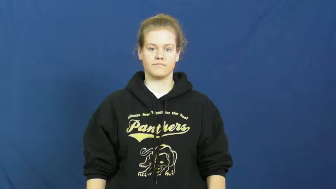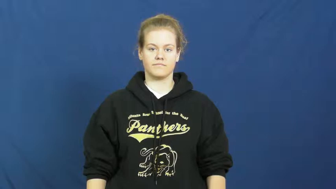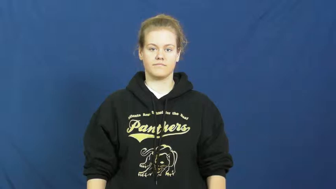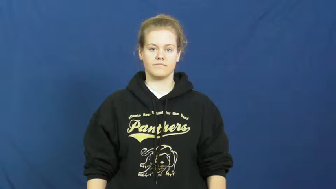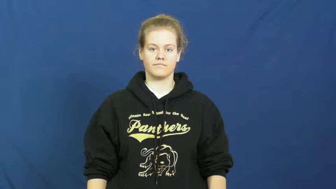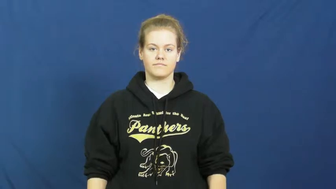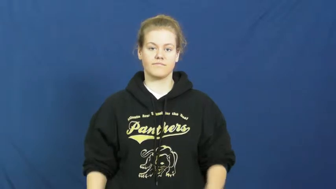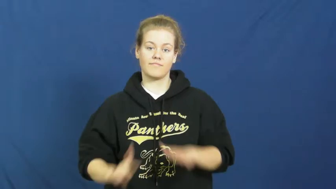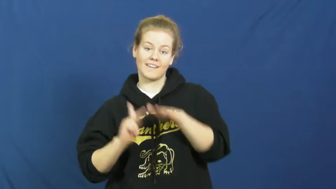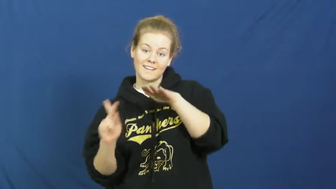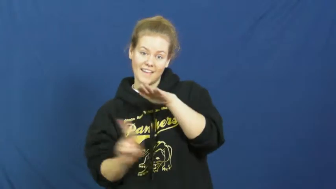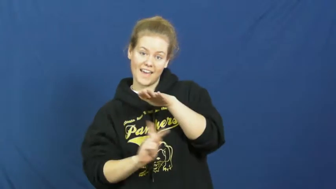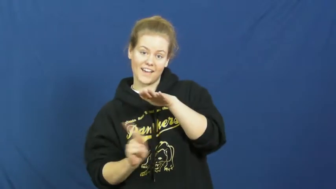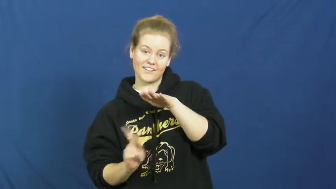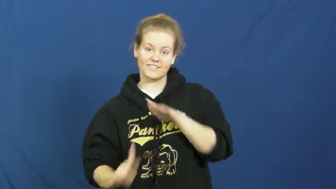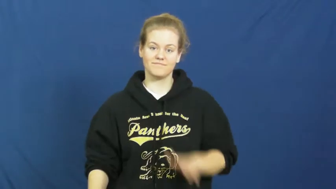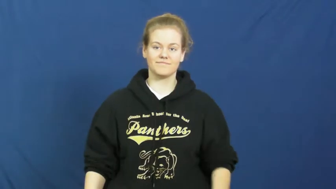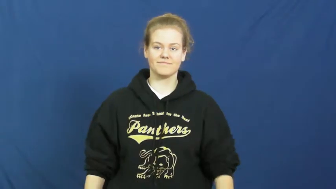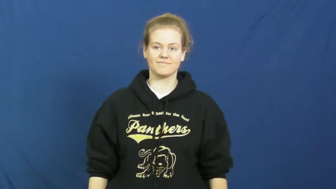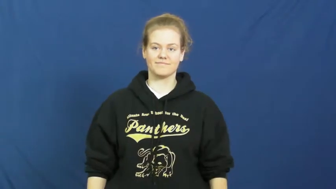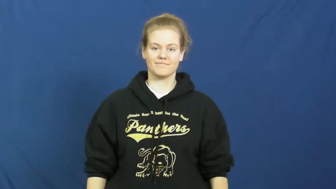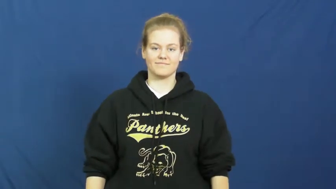kindergarten